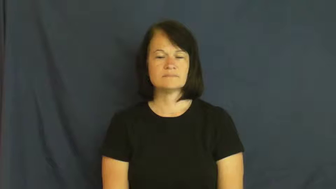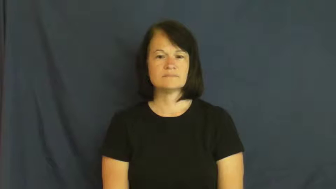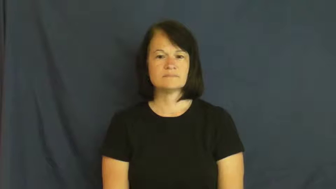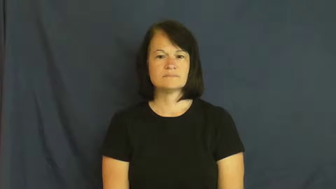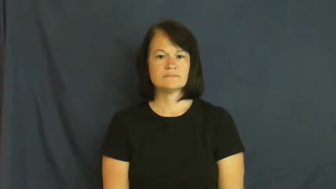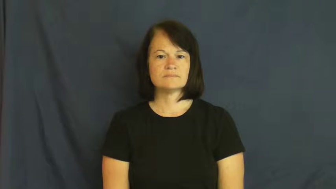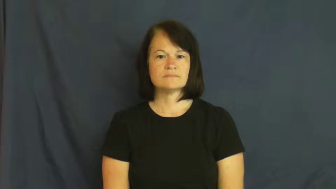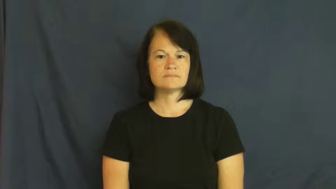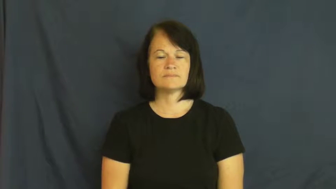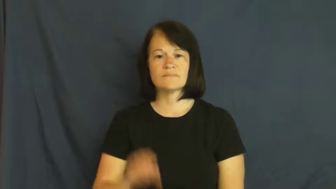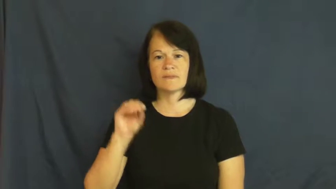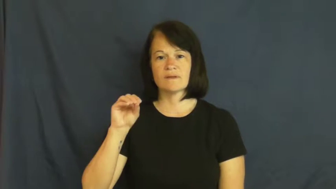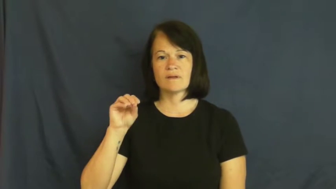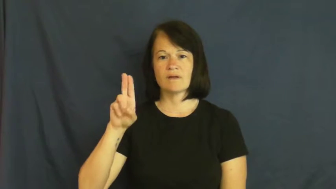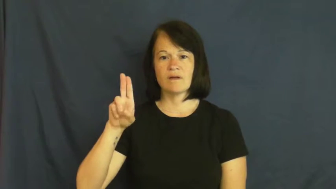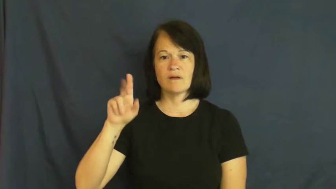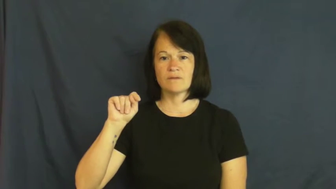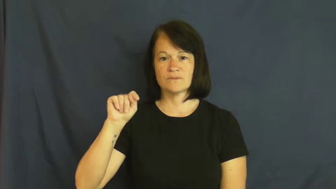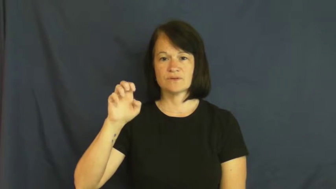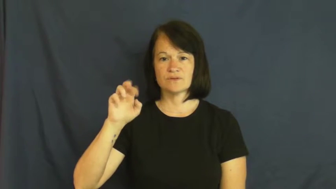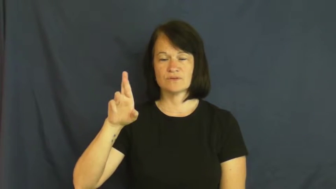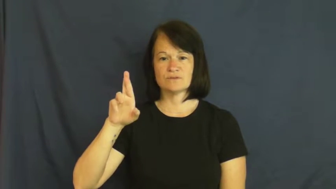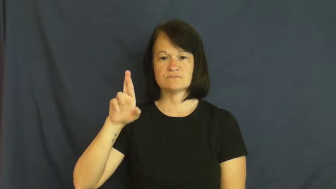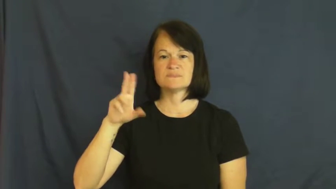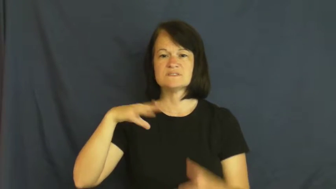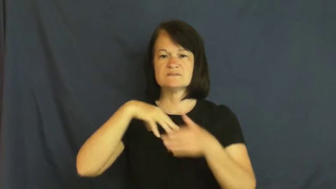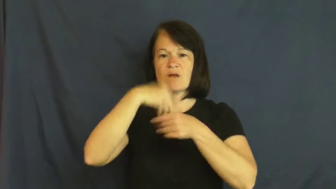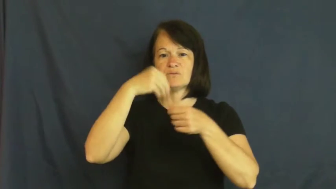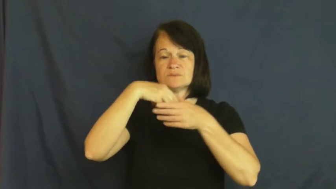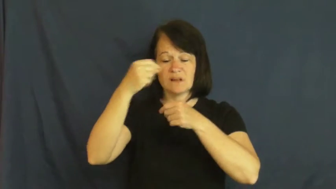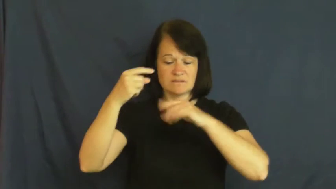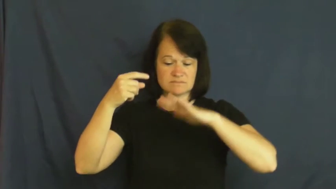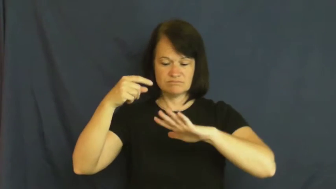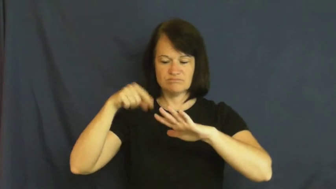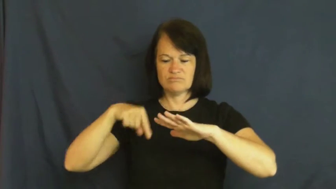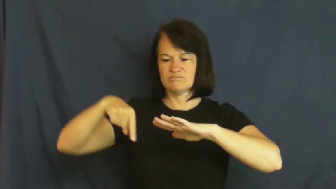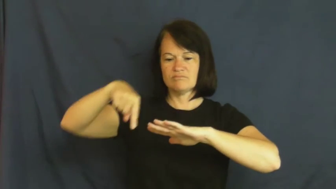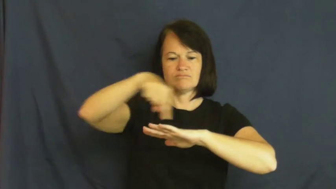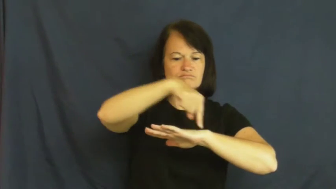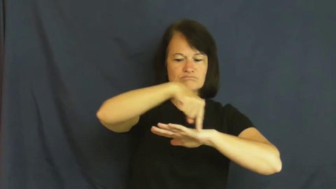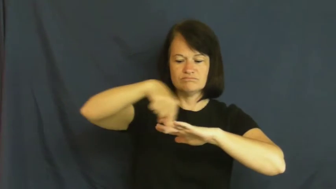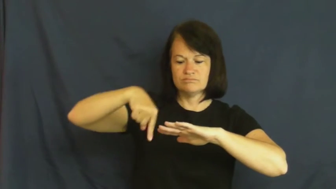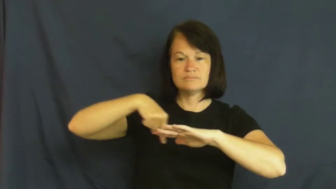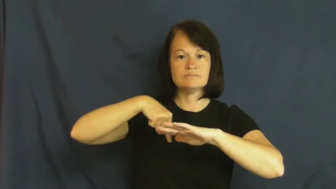outer